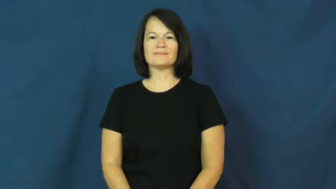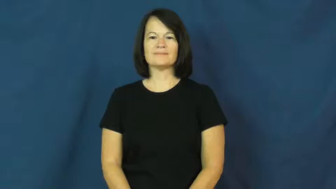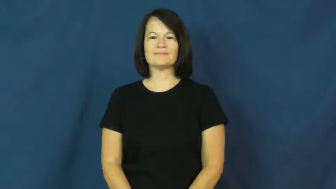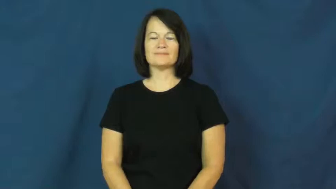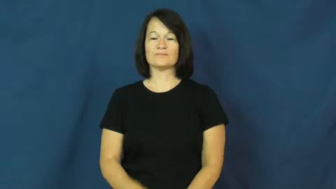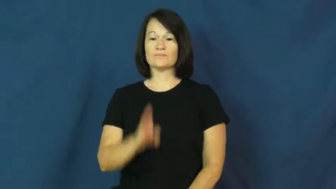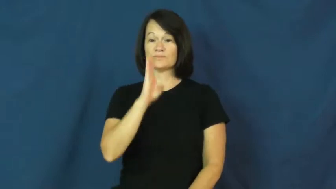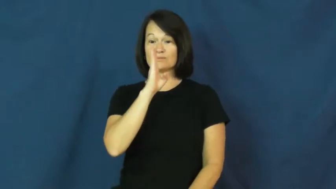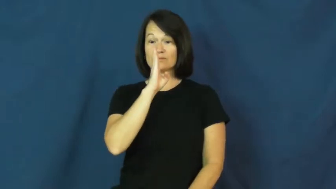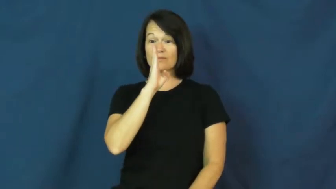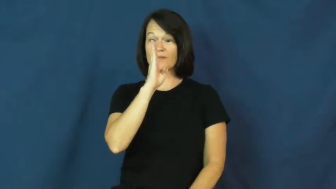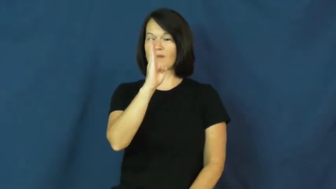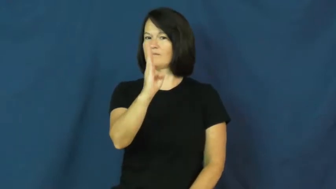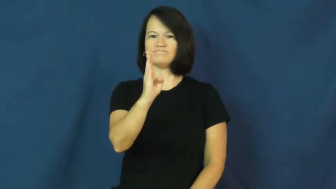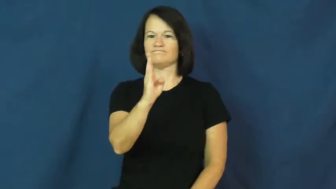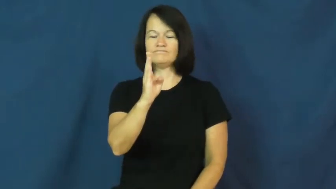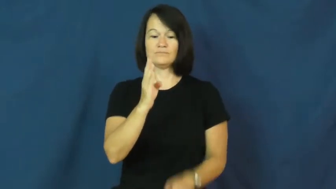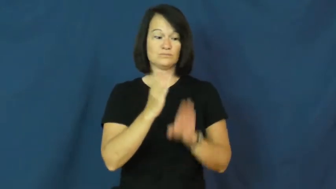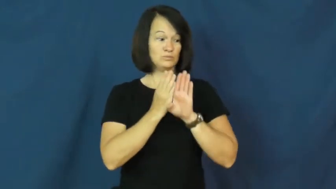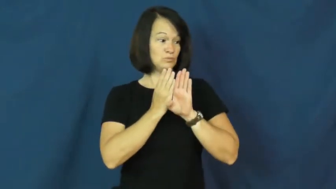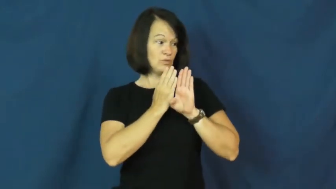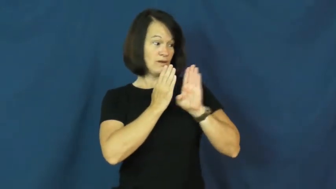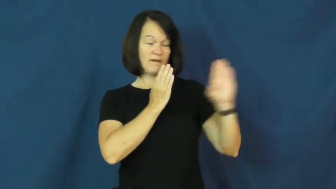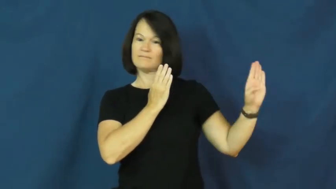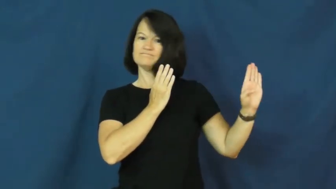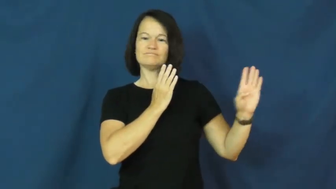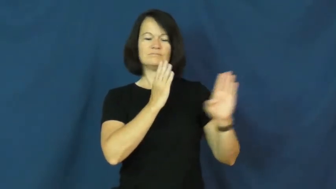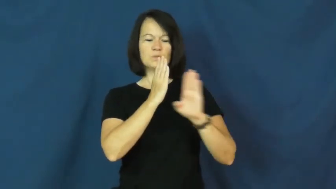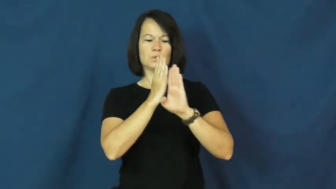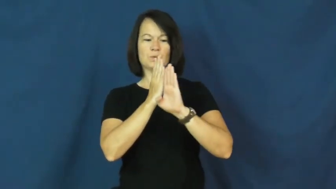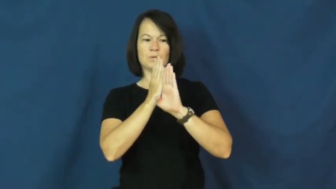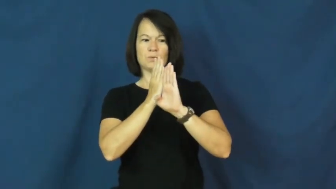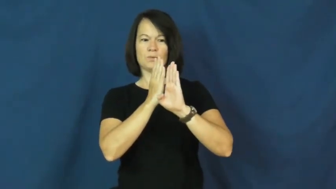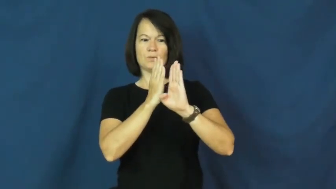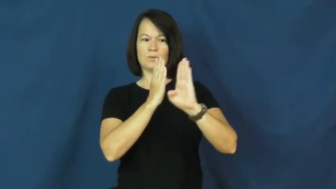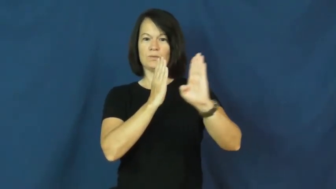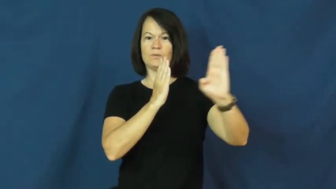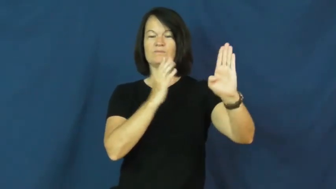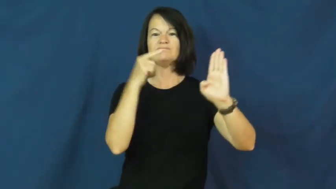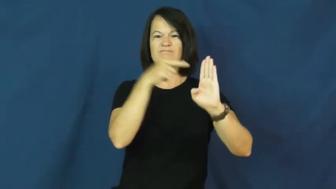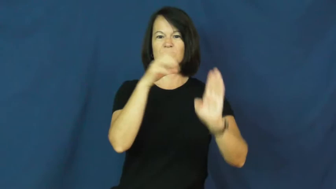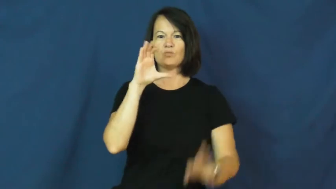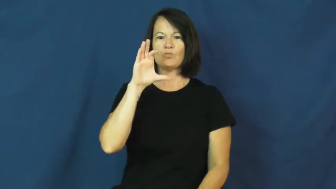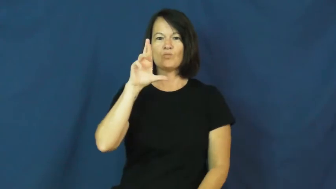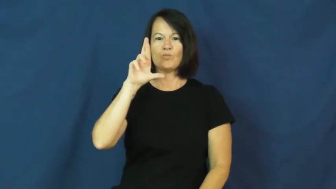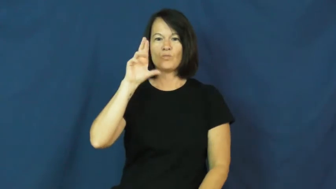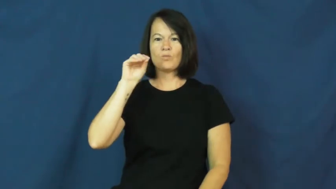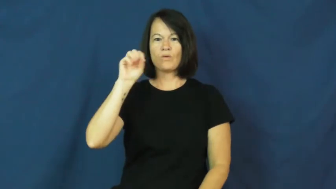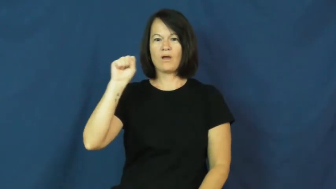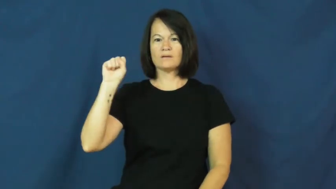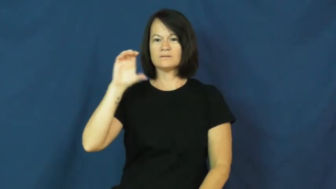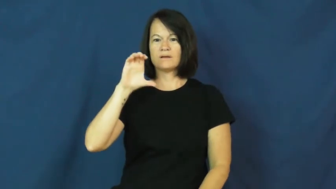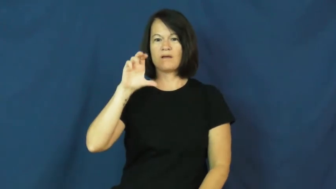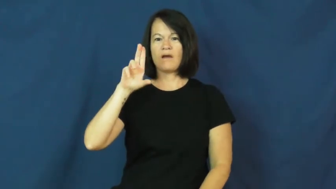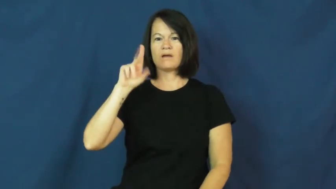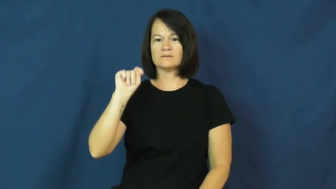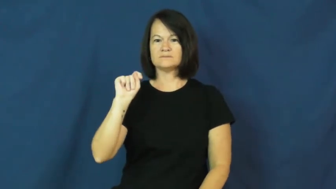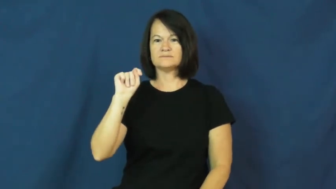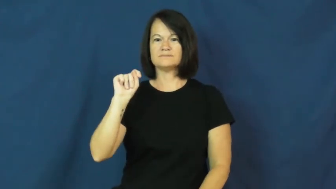crosscut